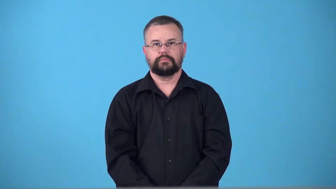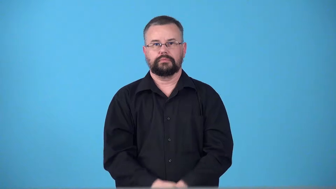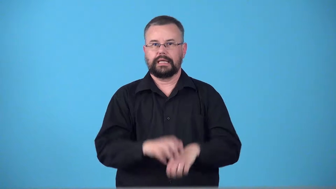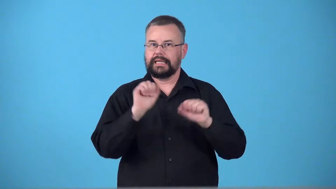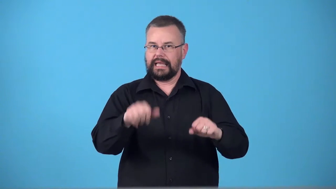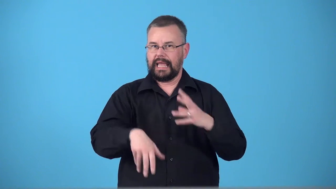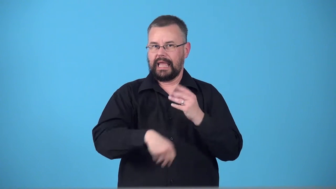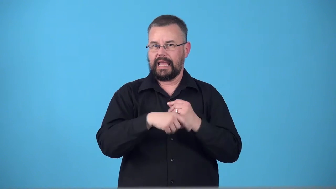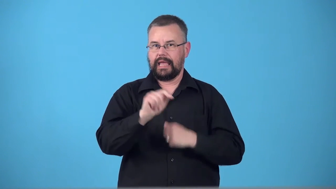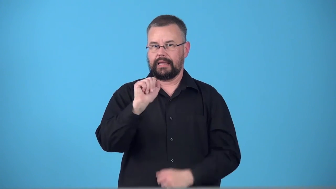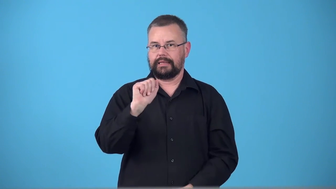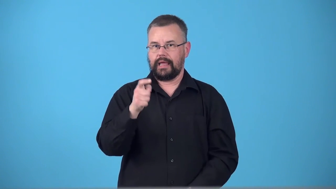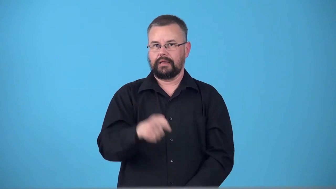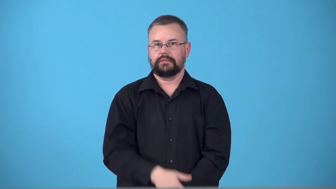taxable